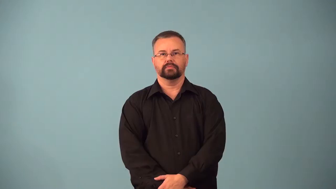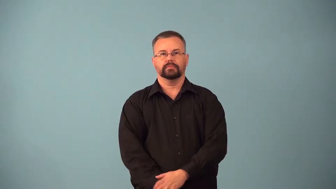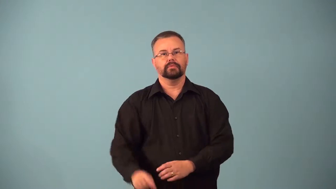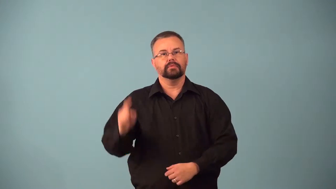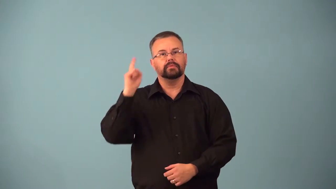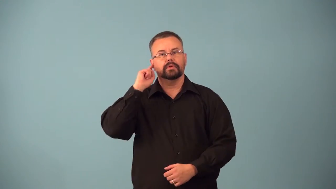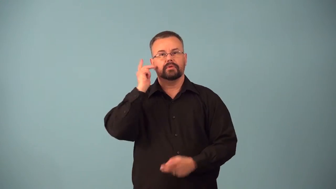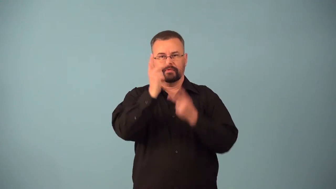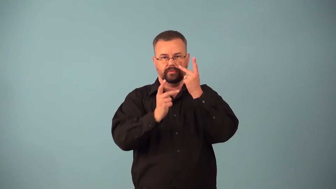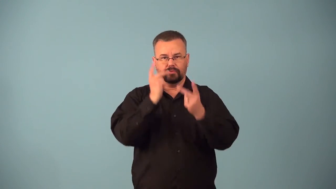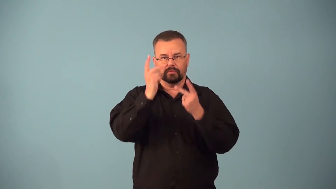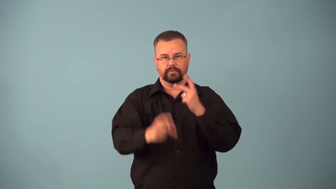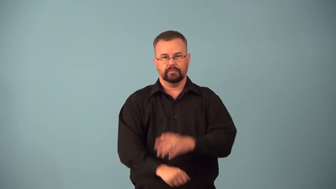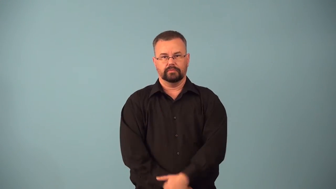audiovisual